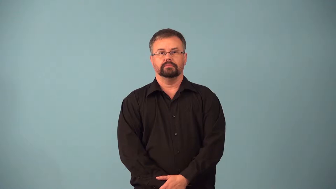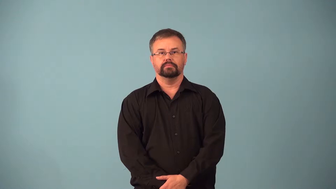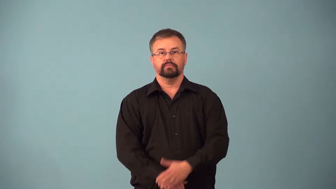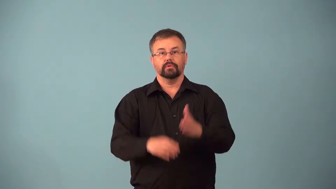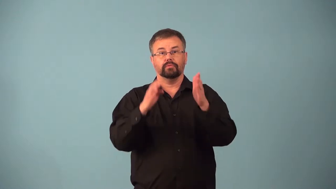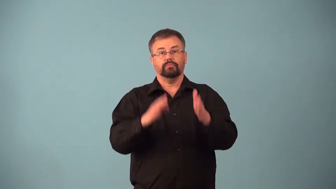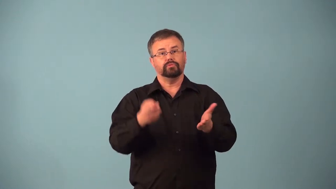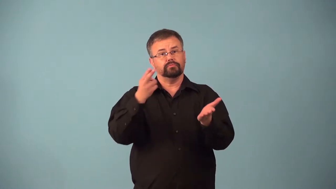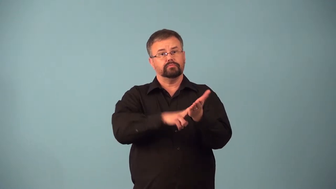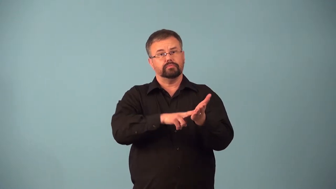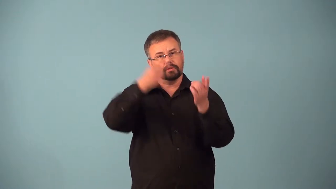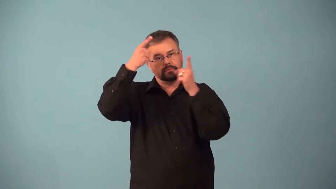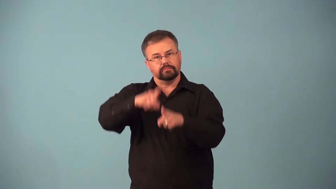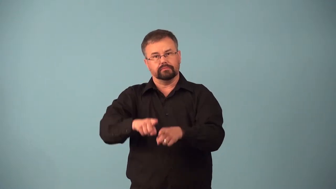agent-for contract